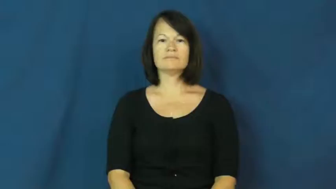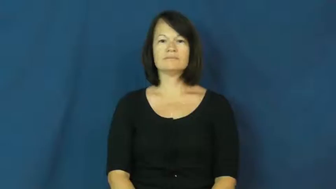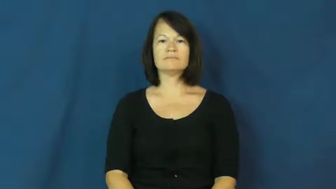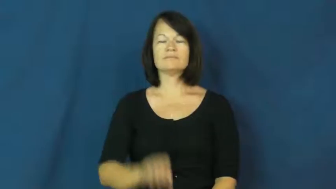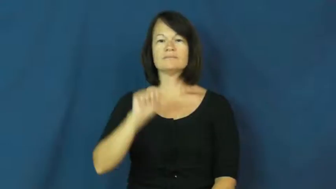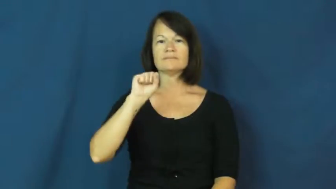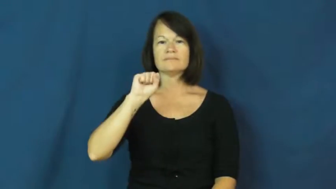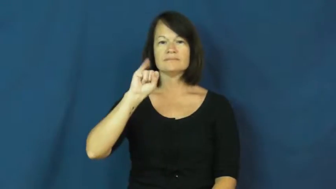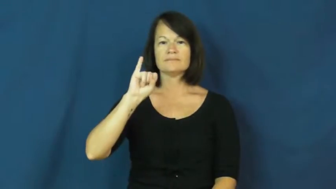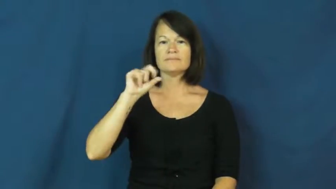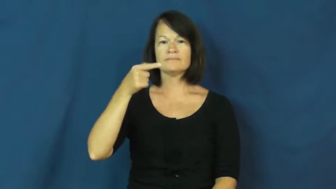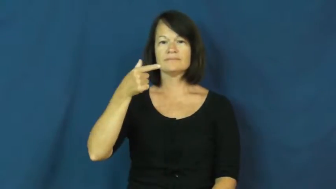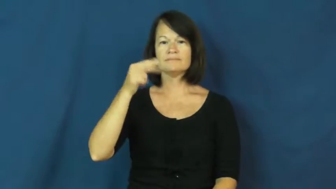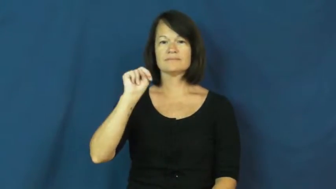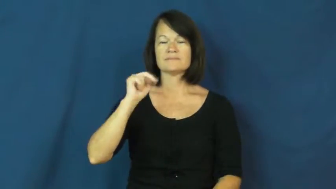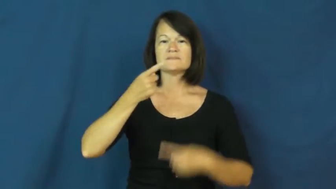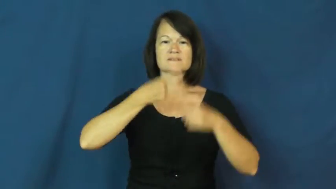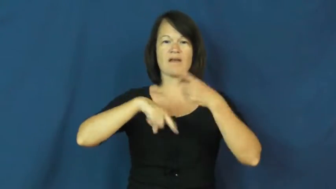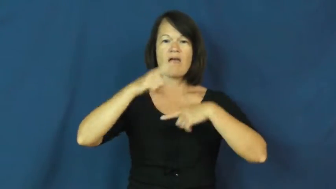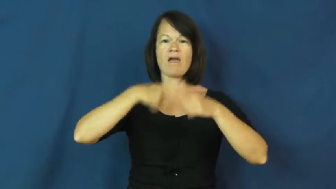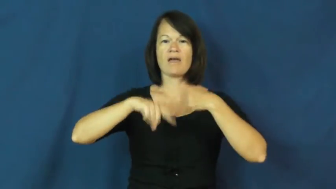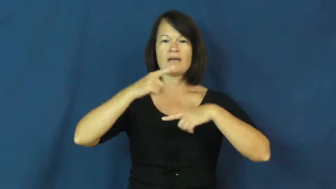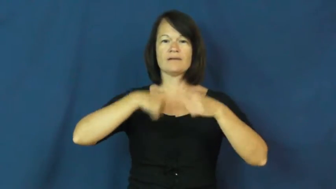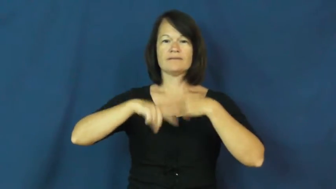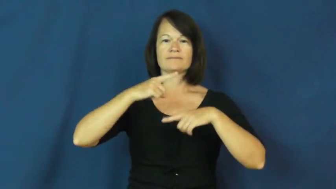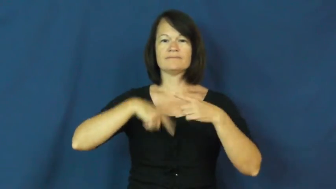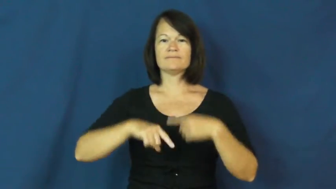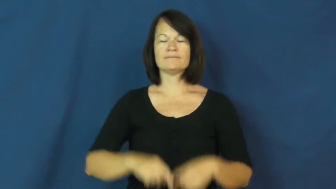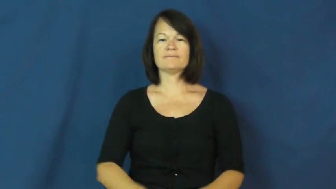sign-sign